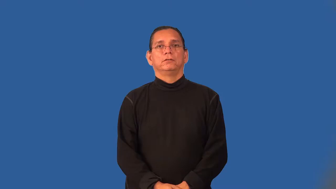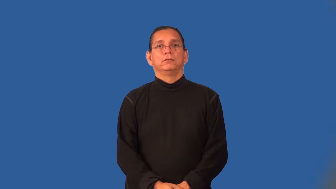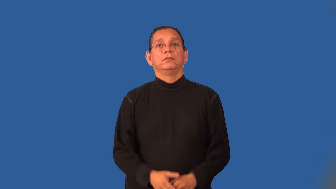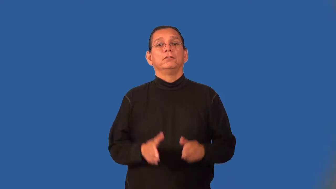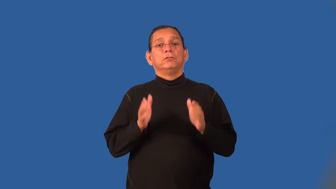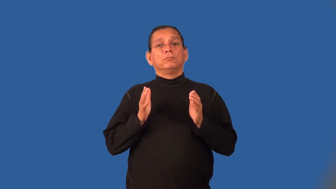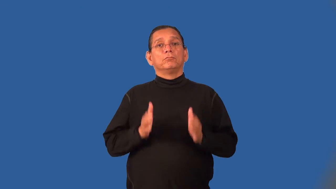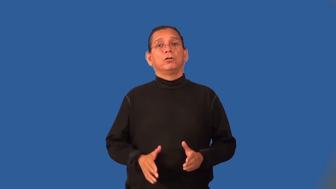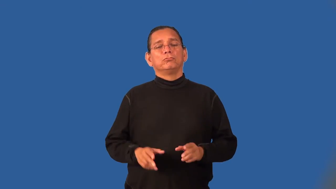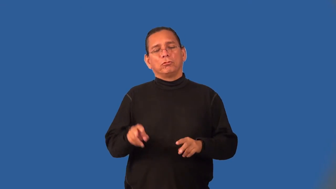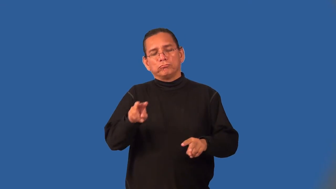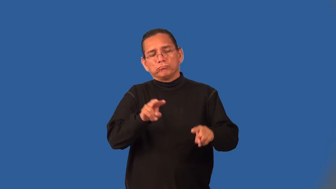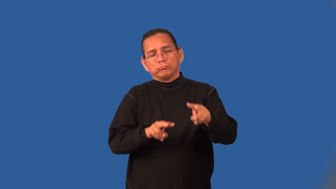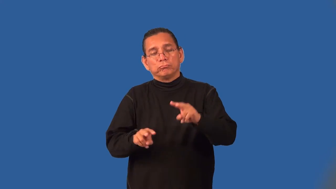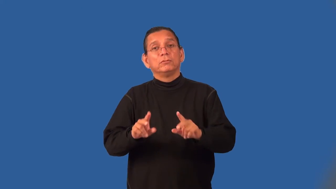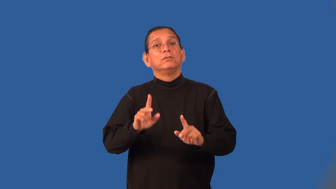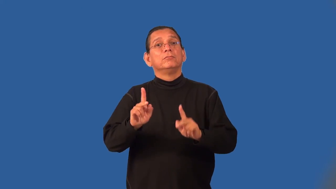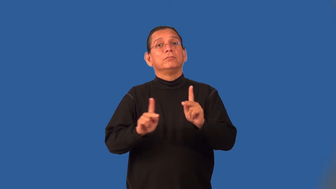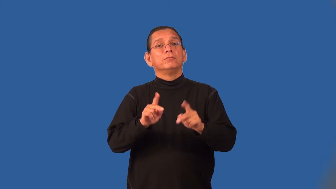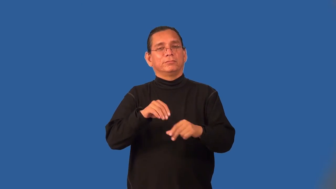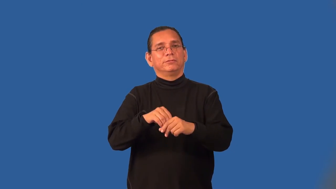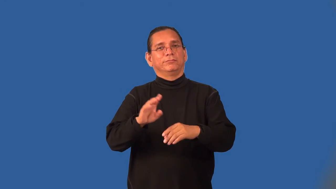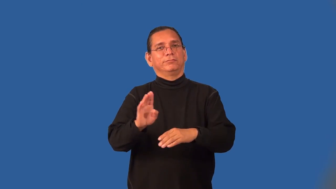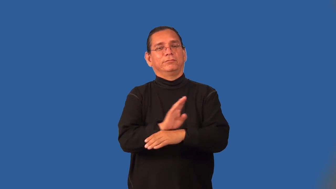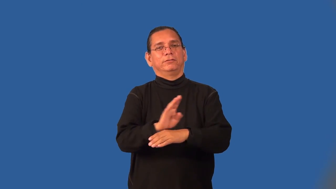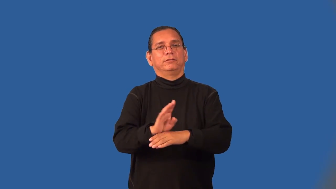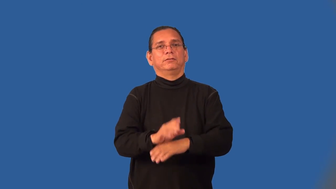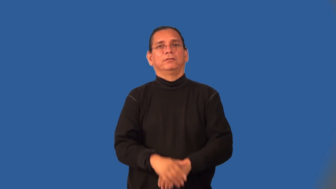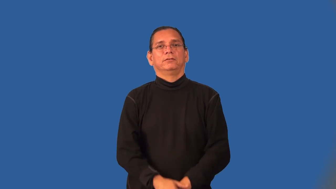spotter-business